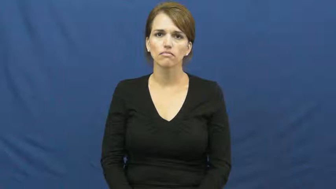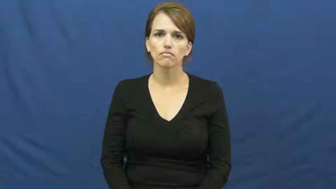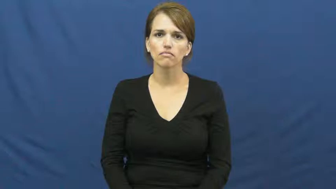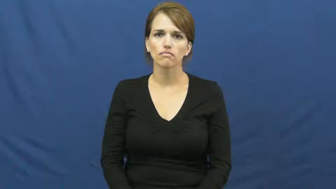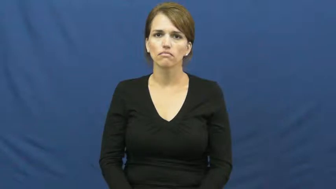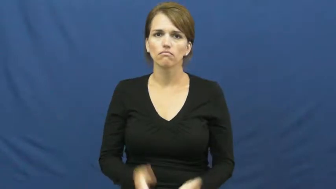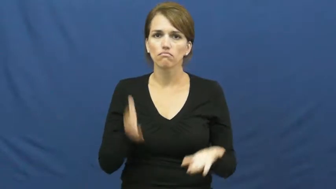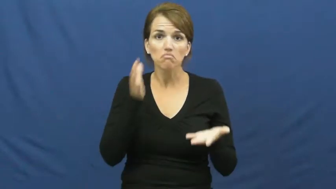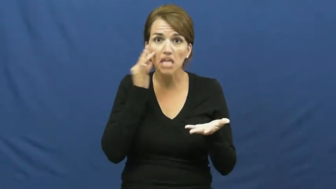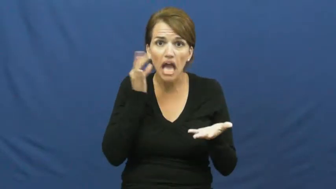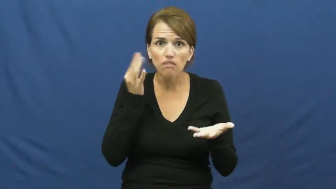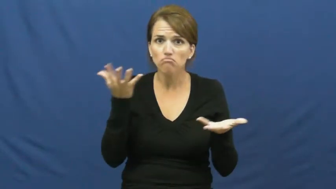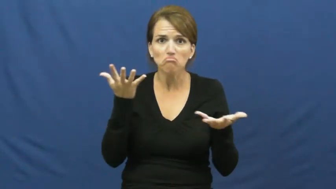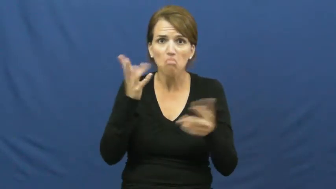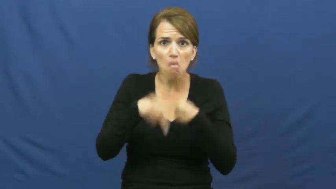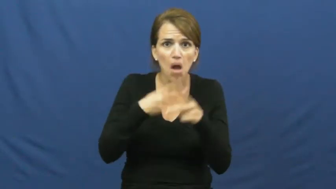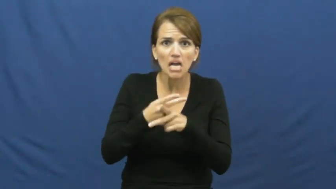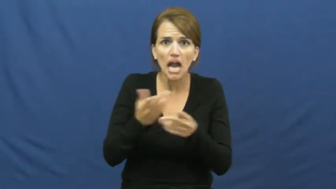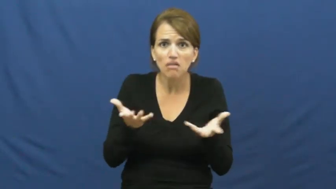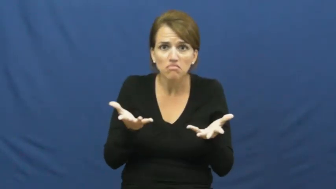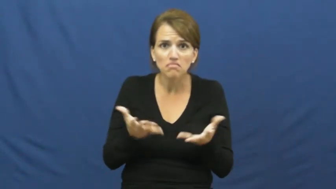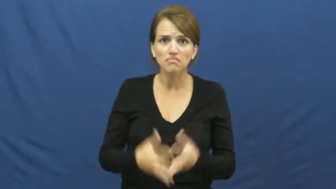kind of cat